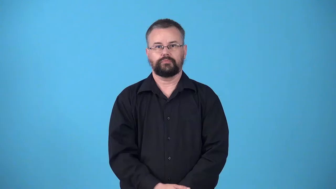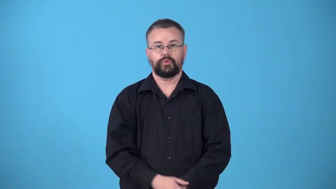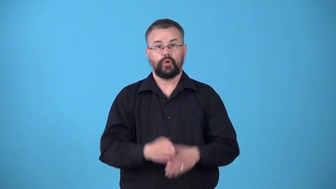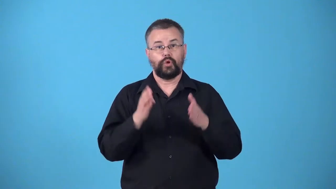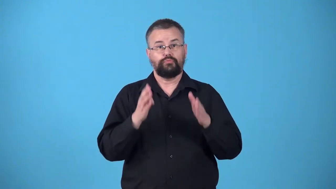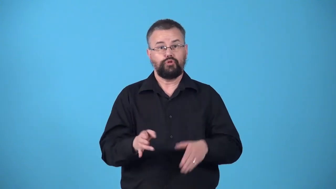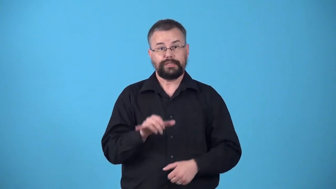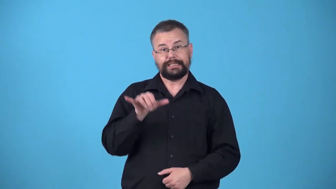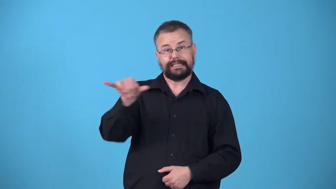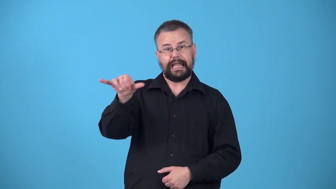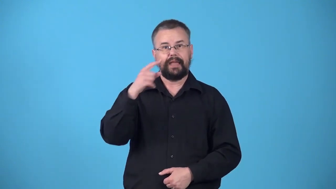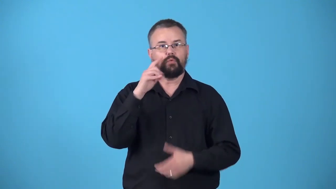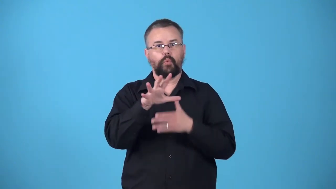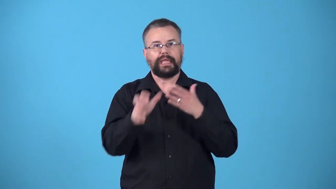weekender-someone who is staying at a place for a weekend